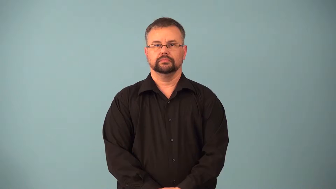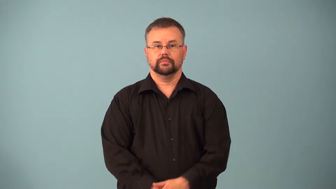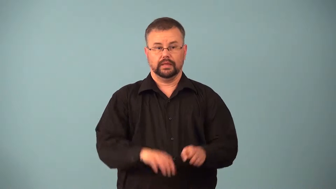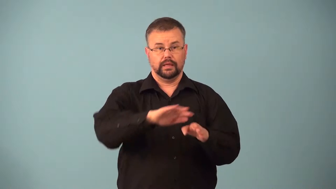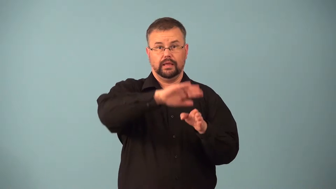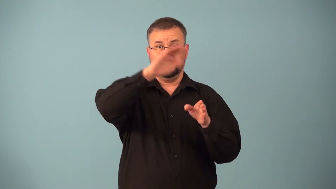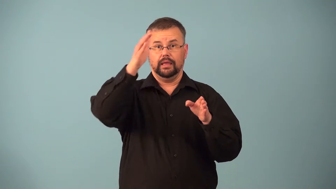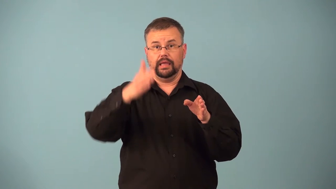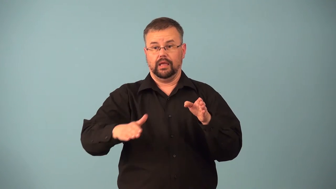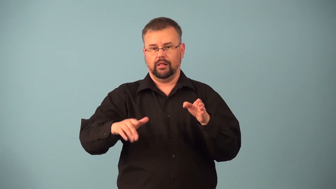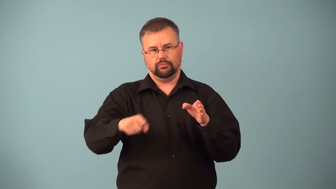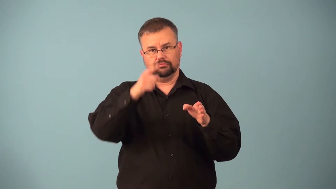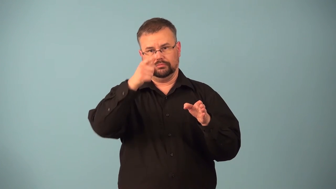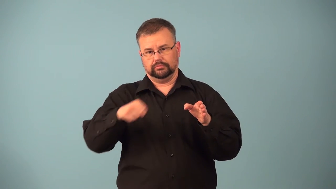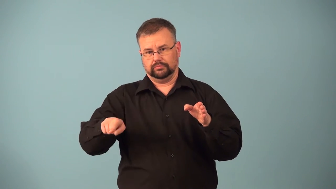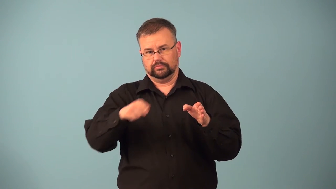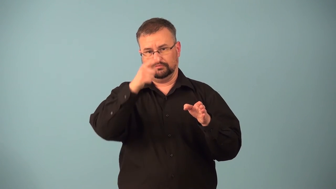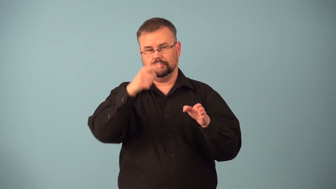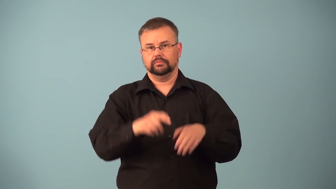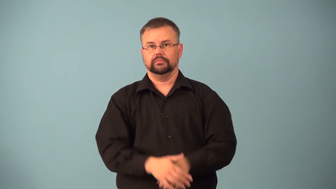hillside